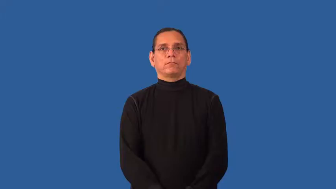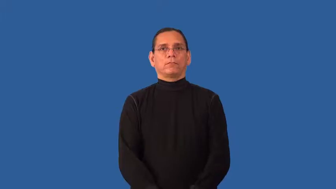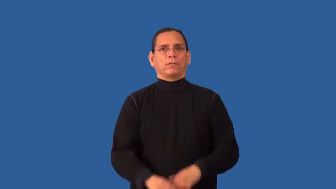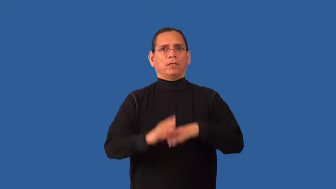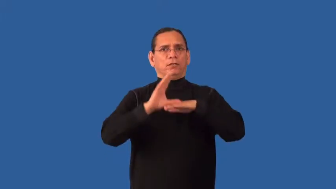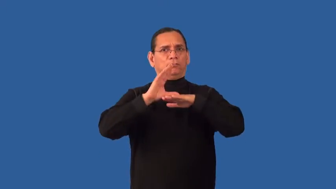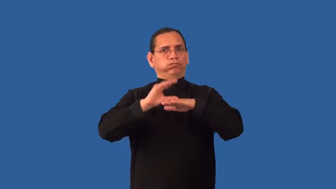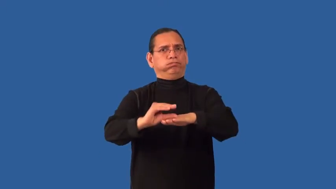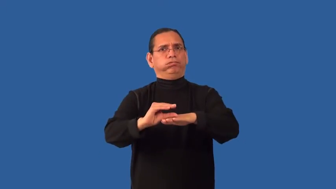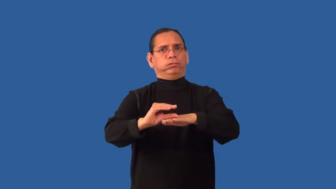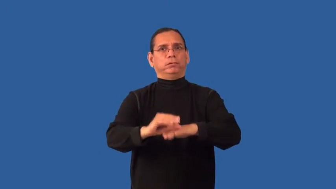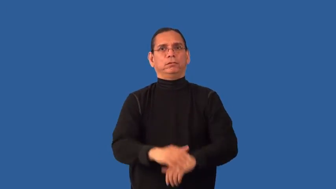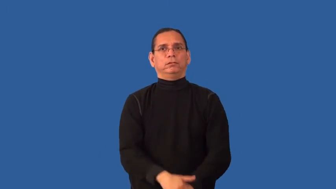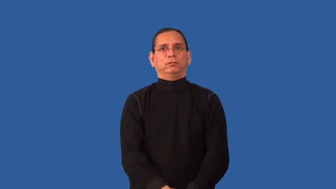emasculate-reduce strength